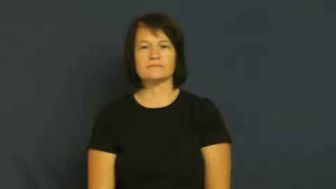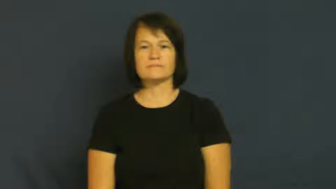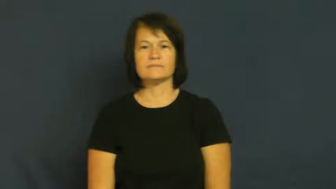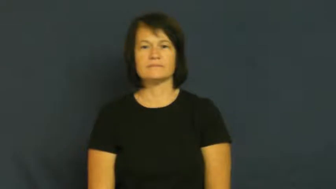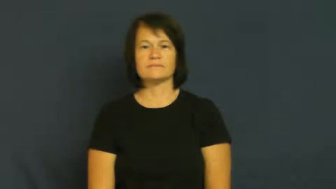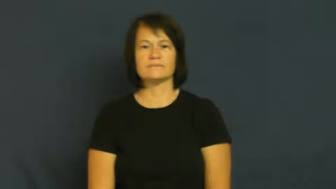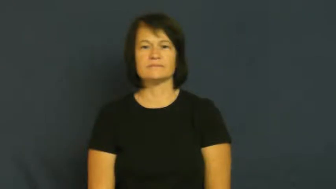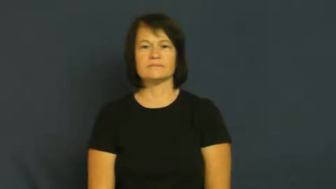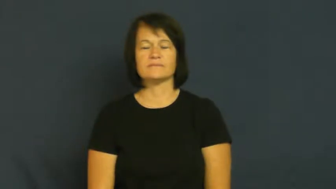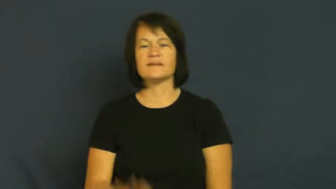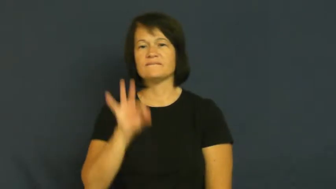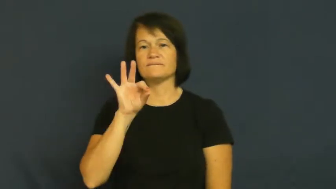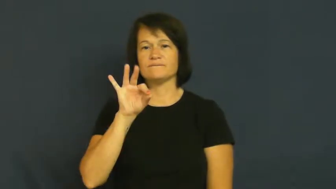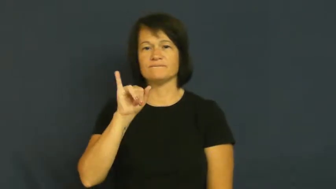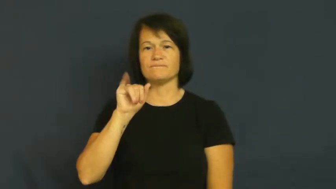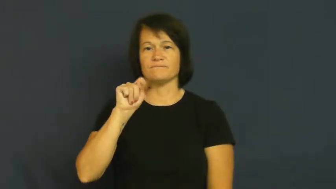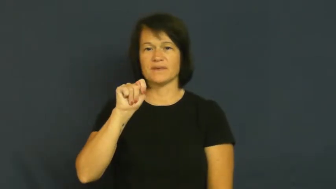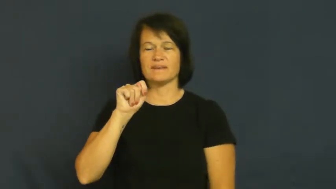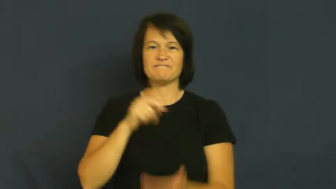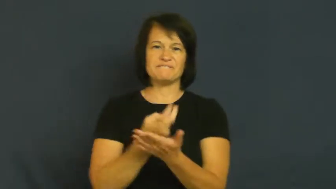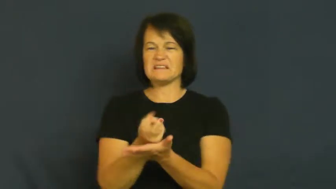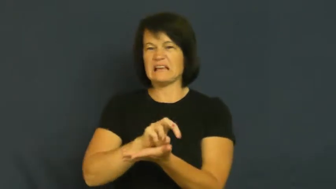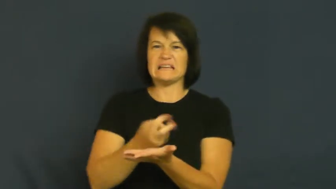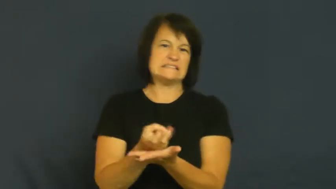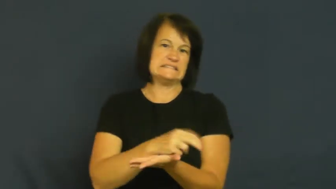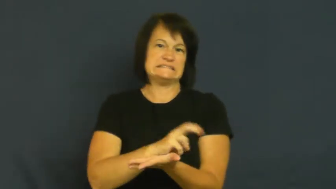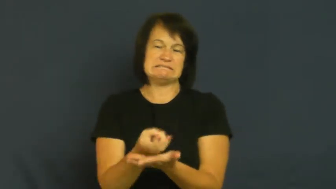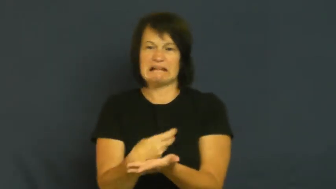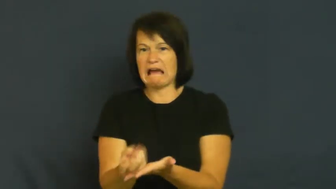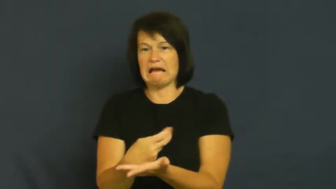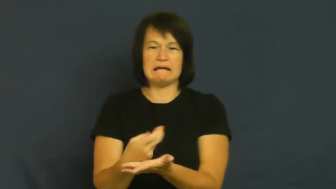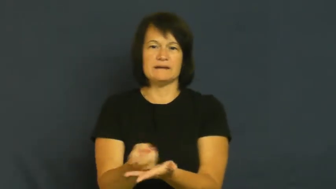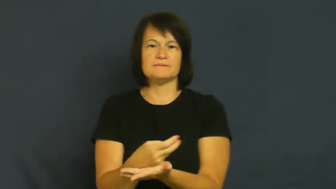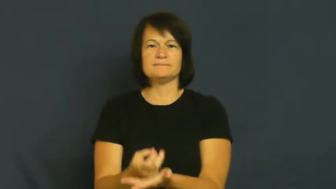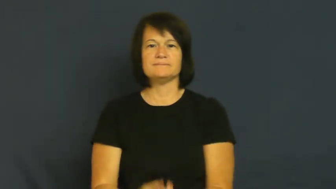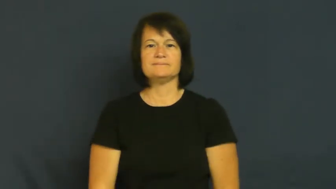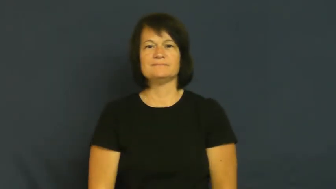fit,seizure-epilepsy